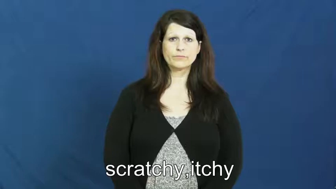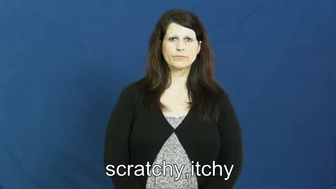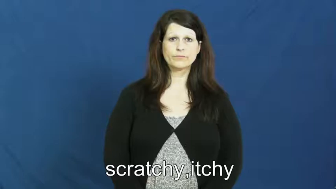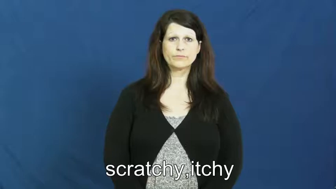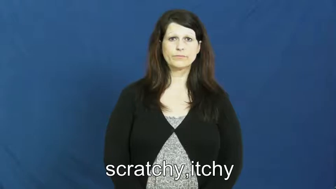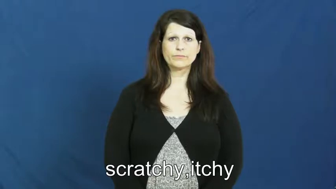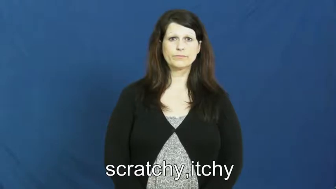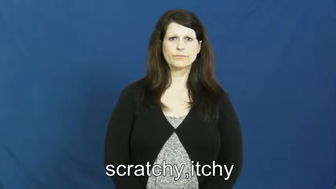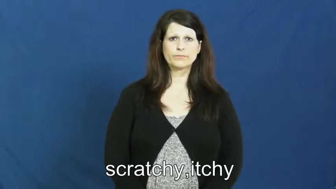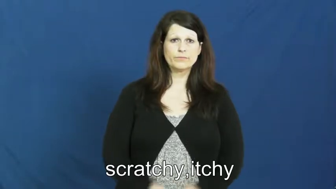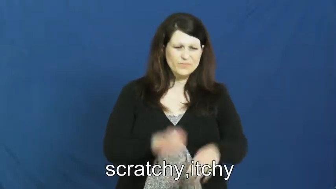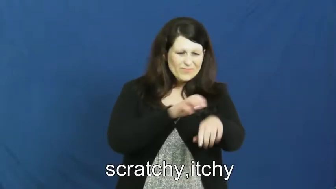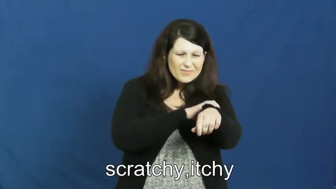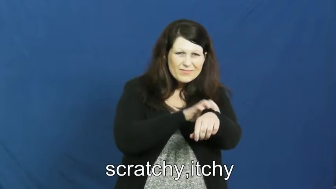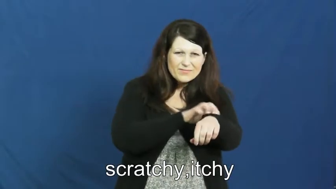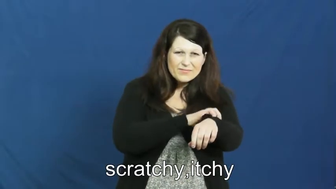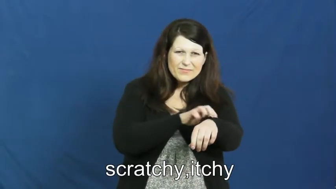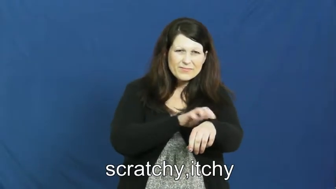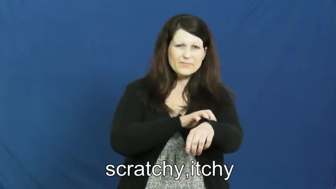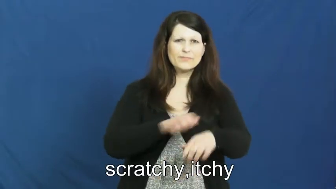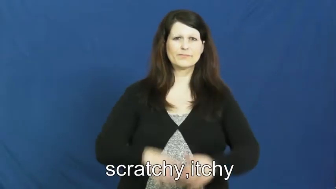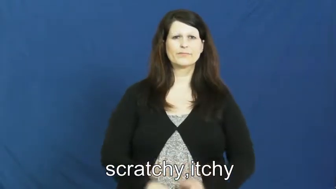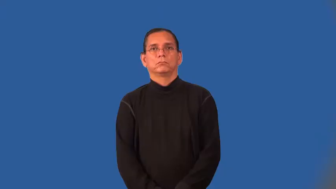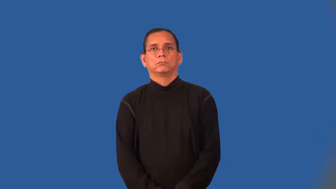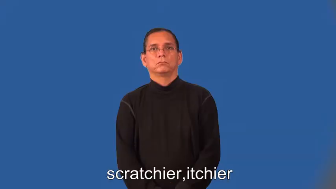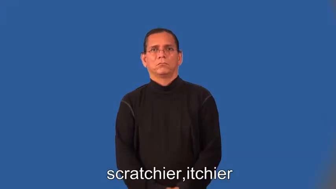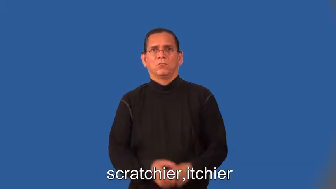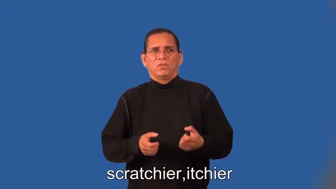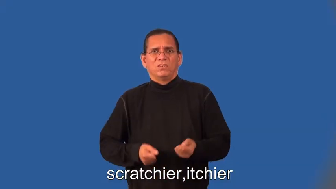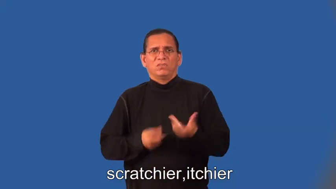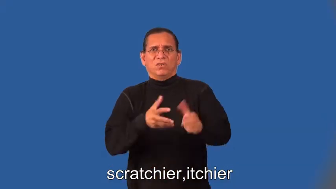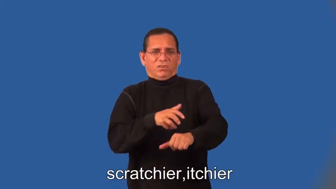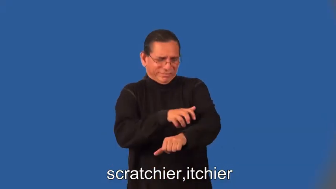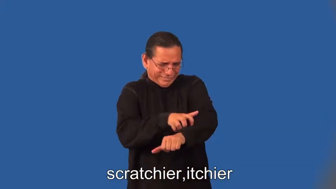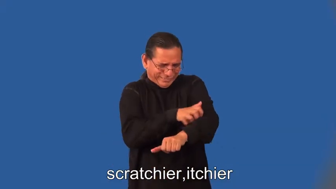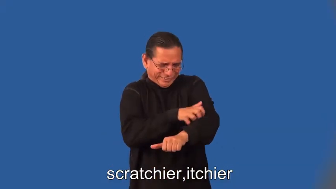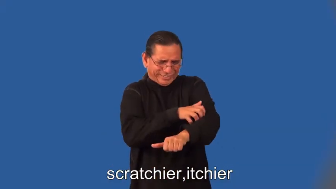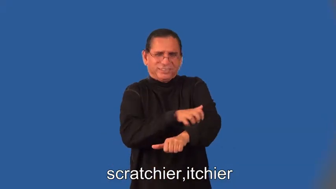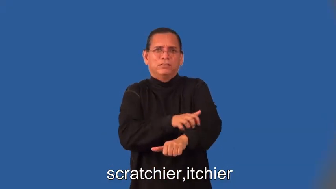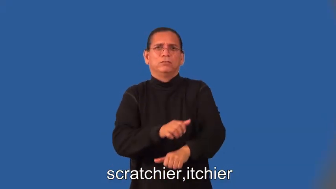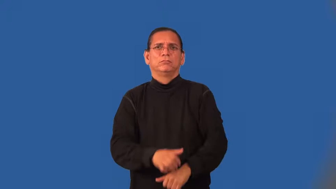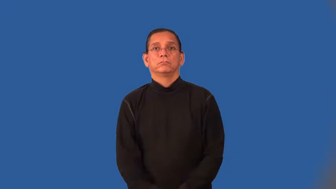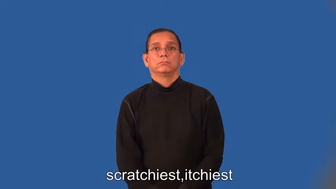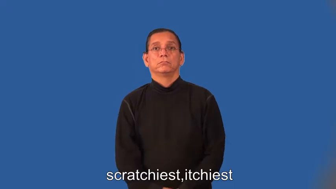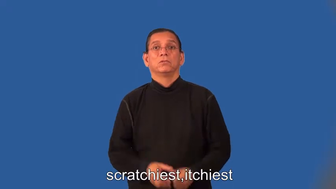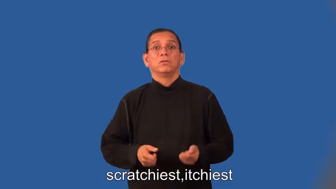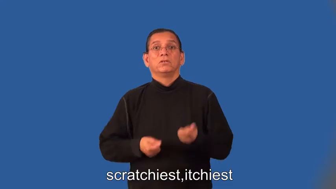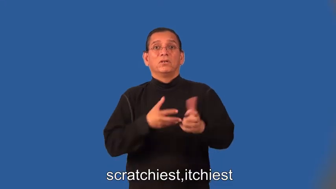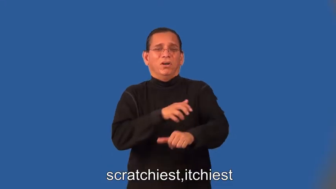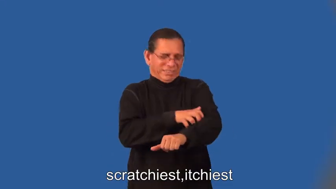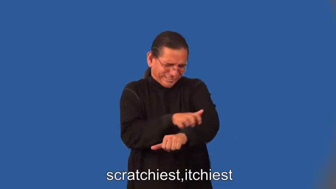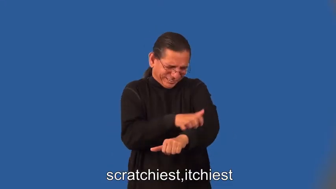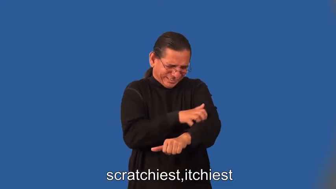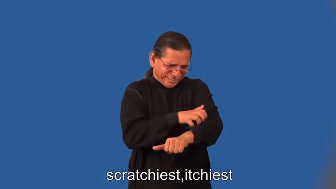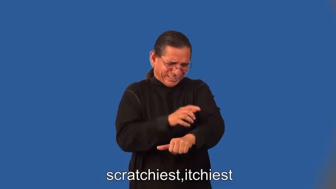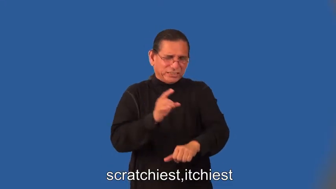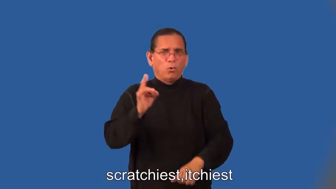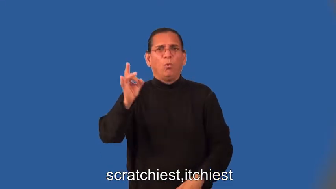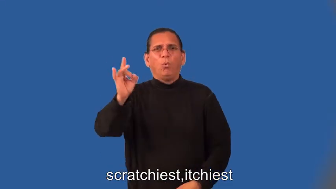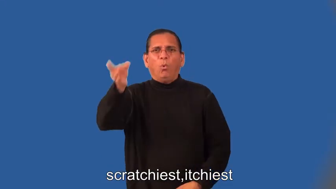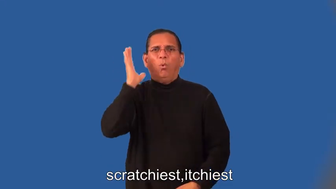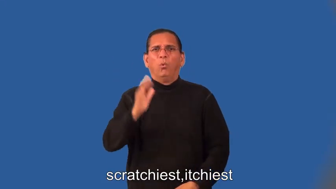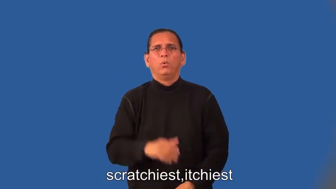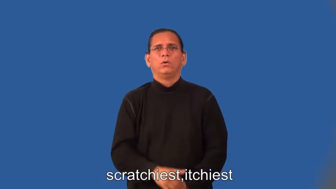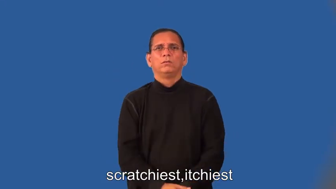scratchier,itchier,scratchiest,itchiest